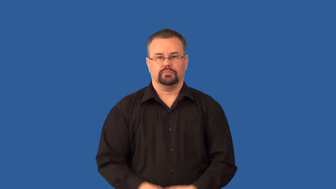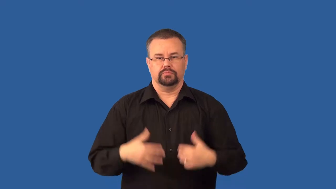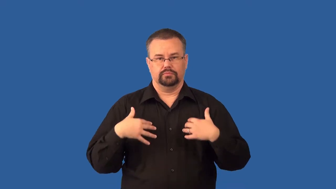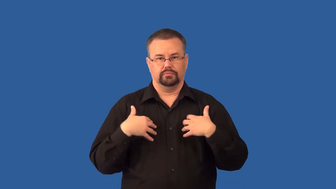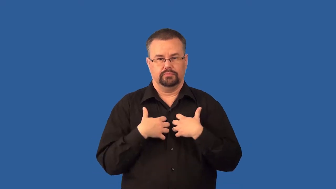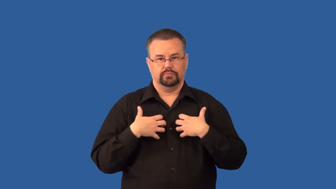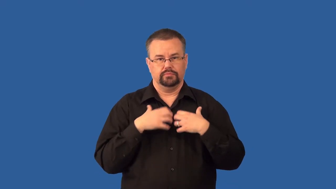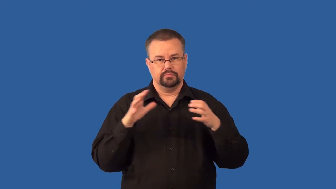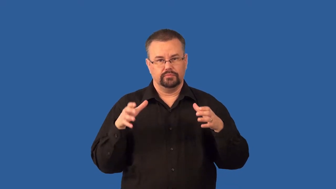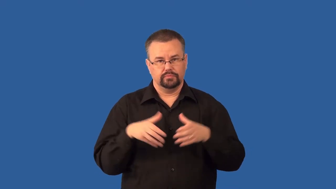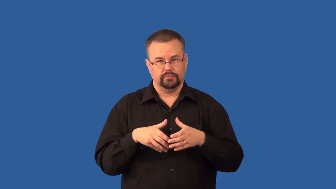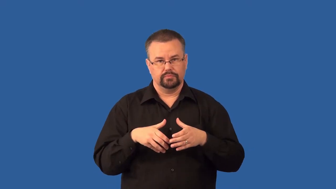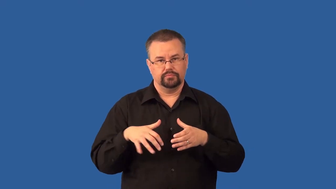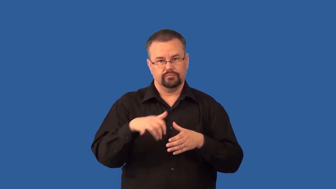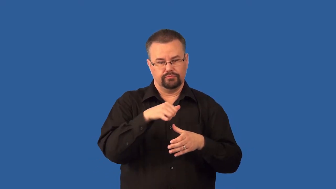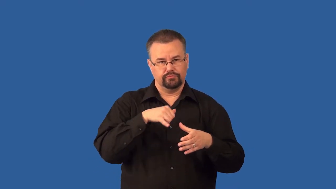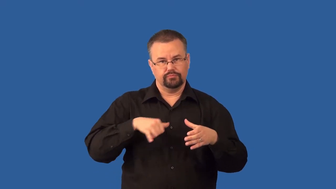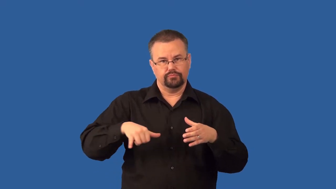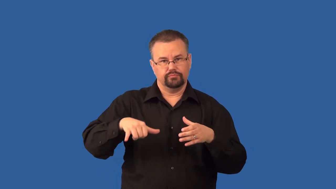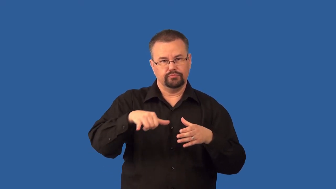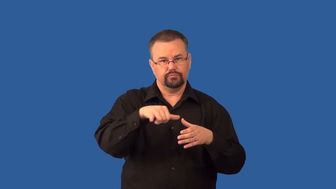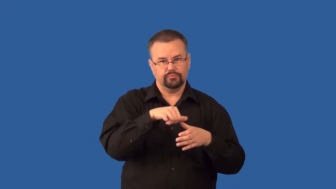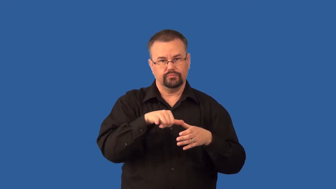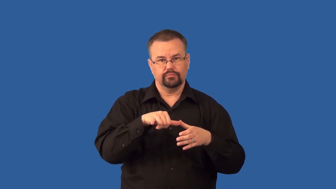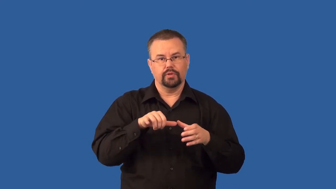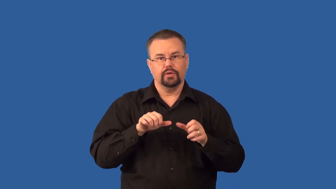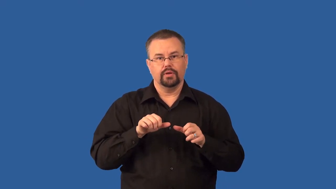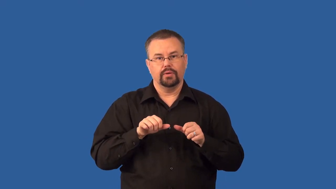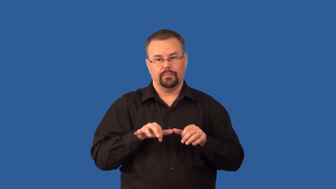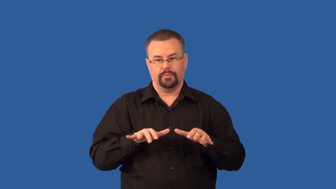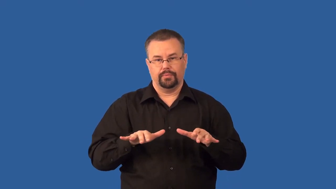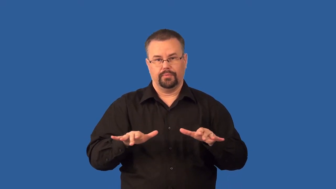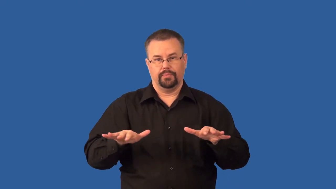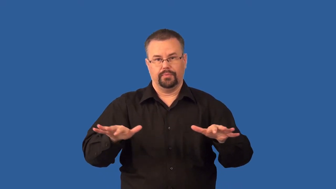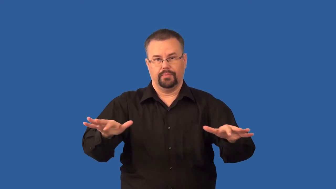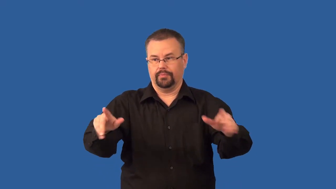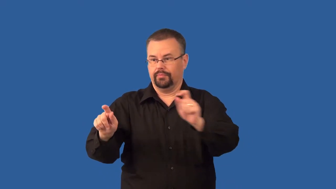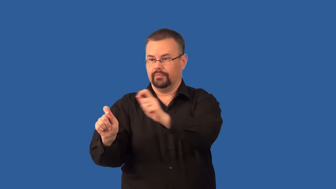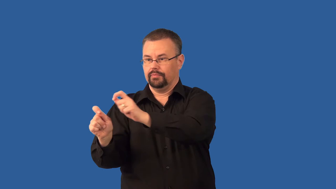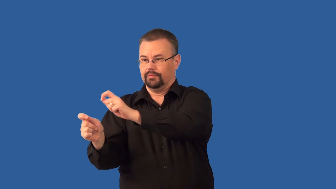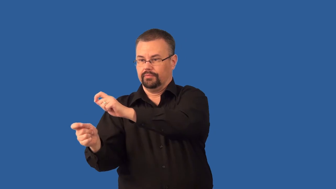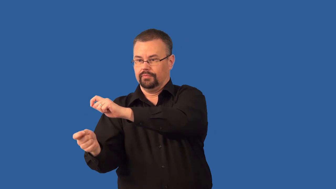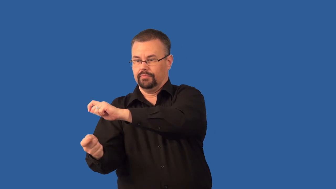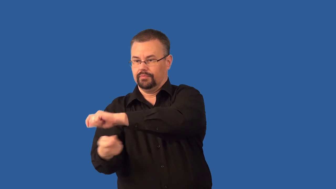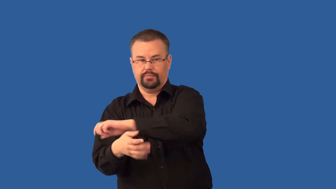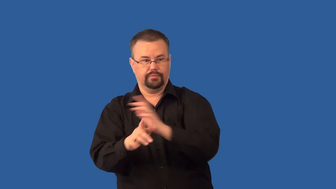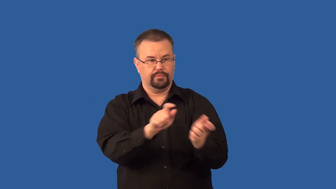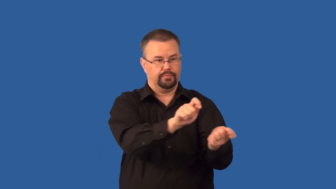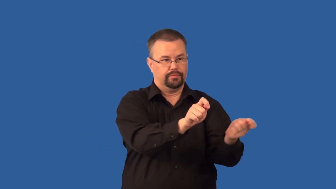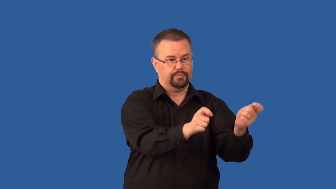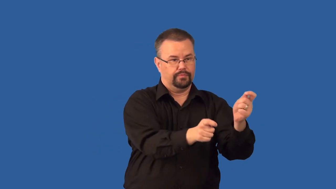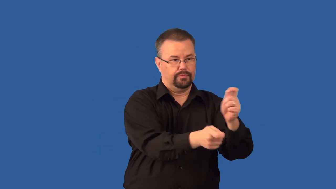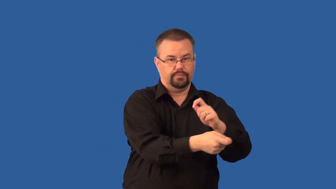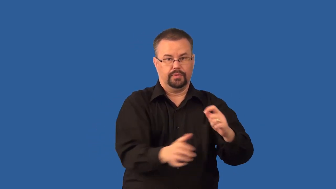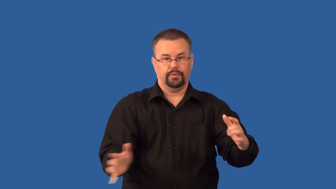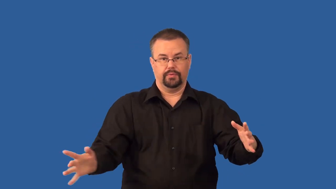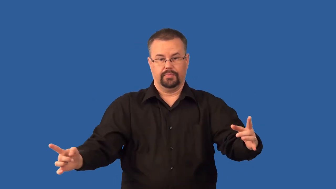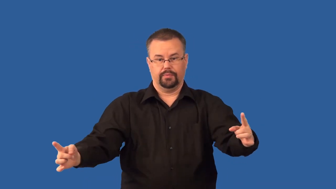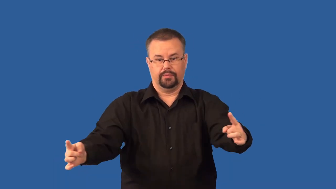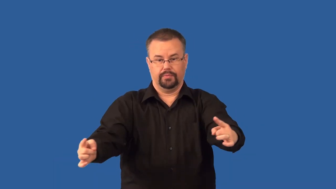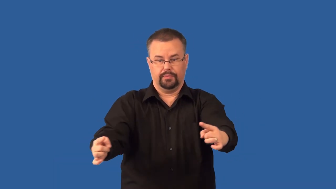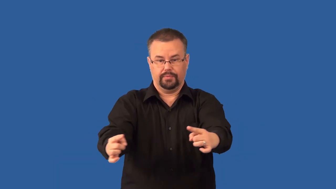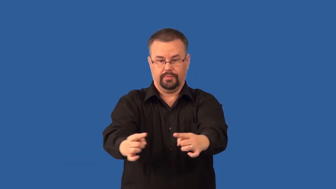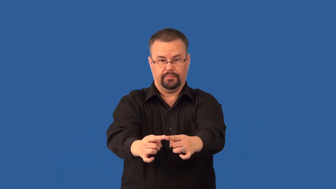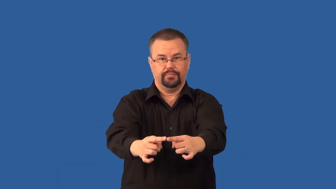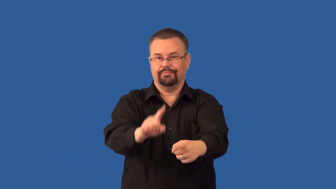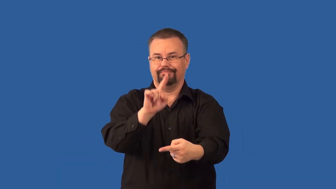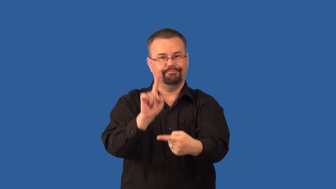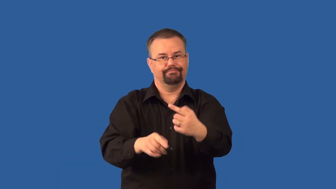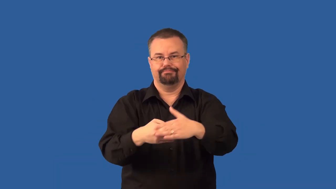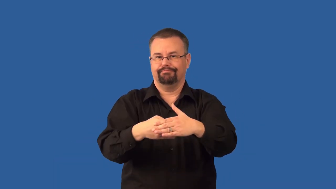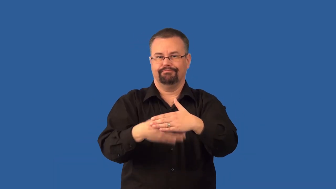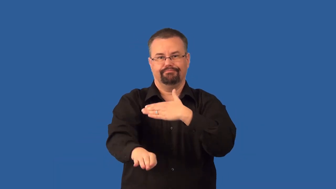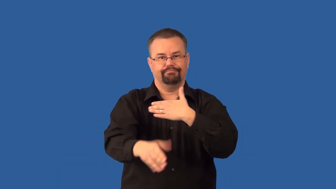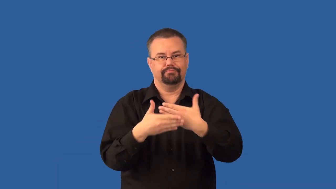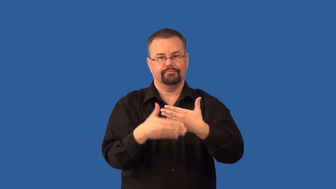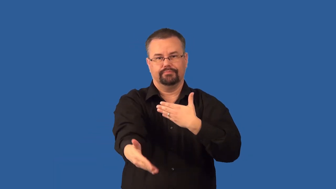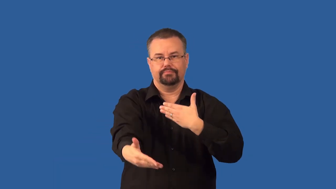speciation